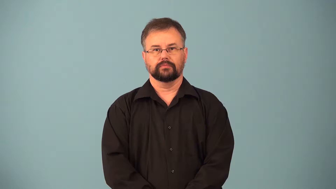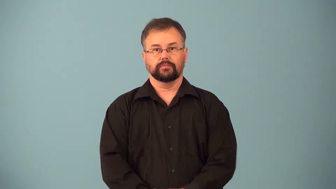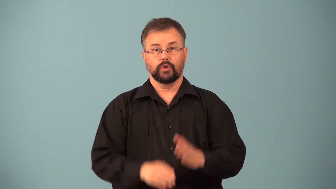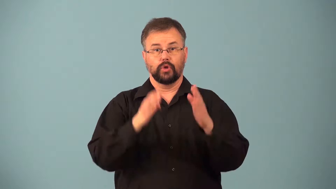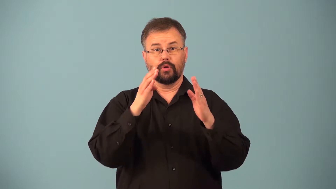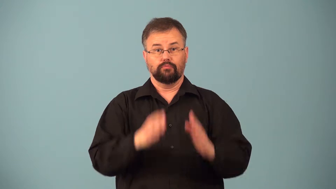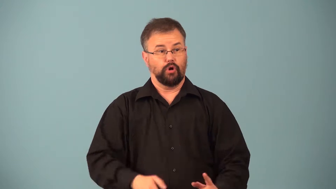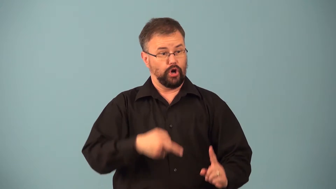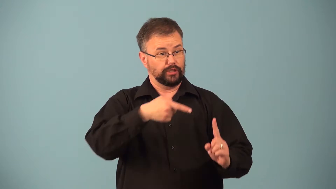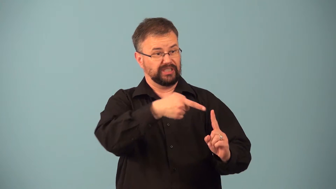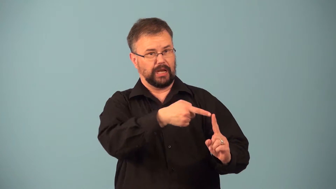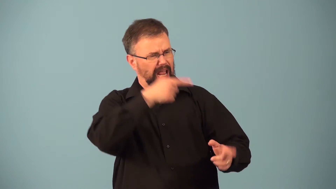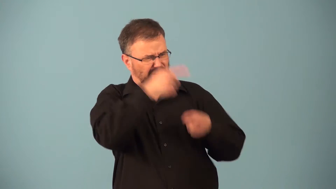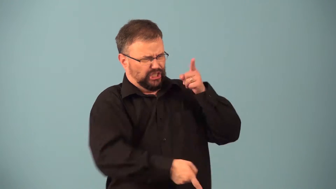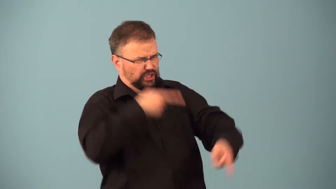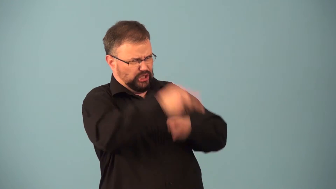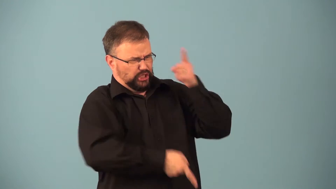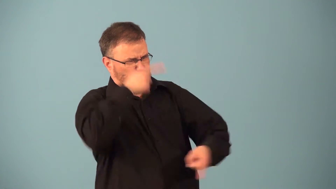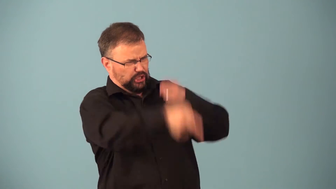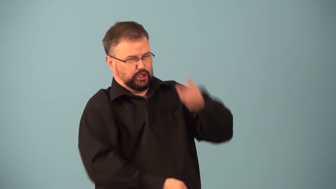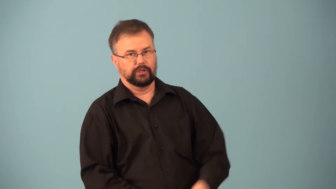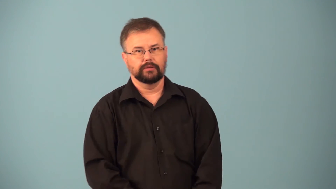punching bag-person highly criticized